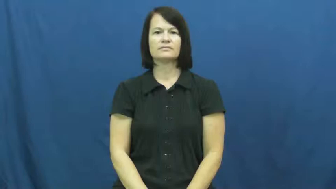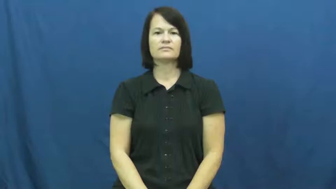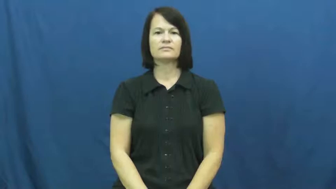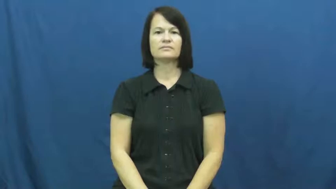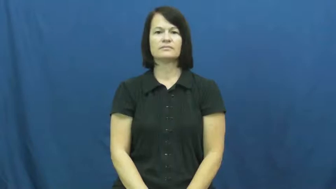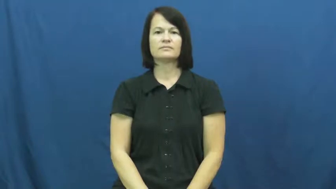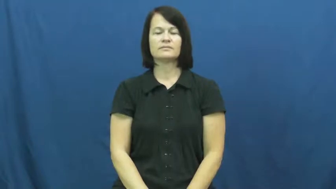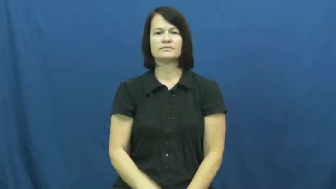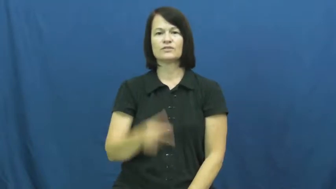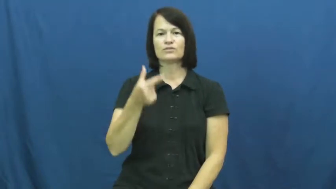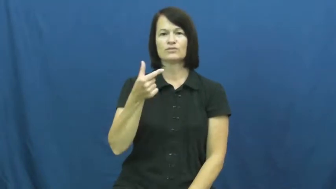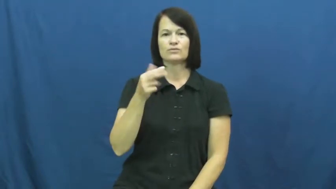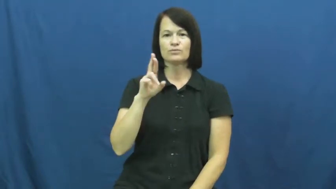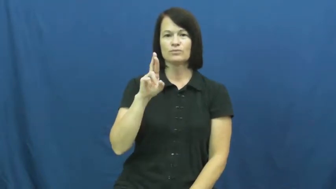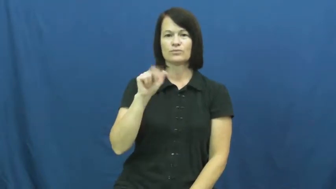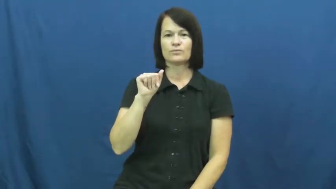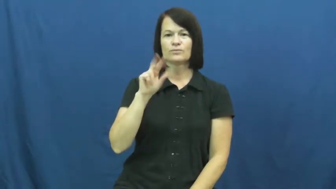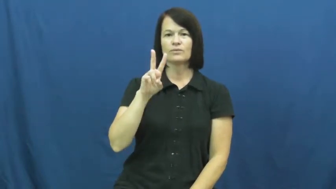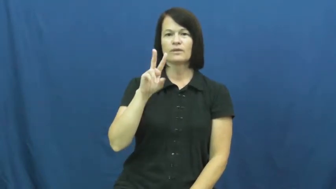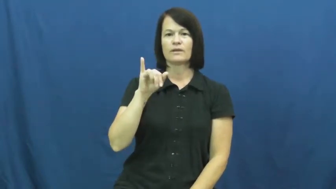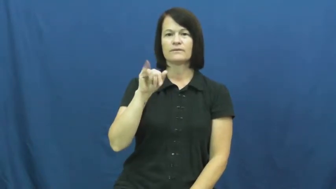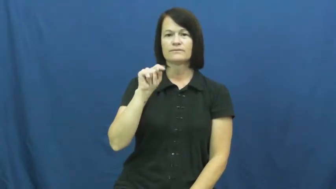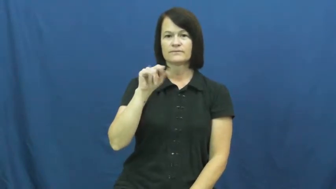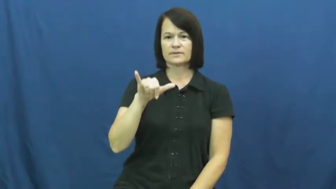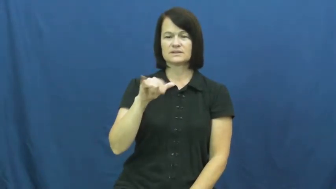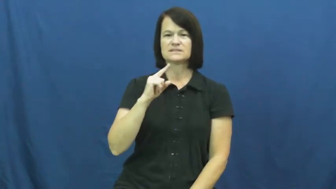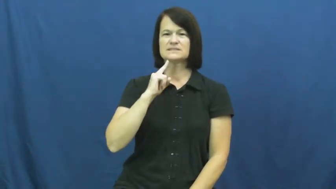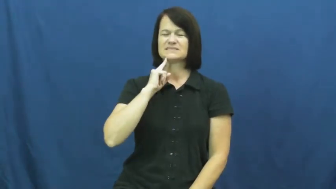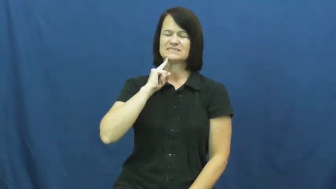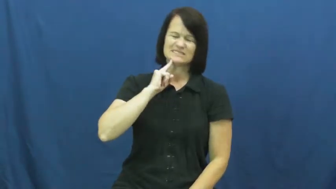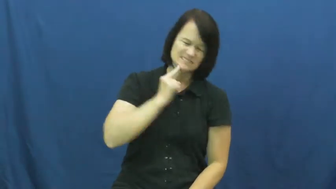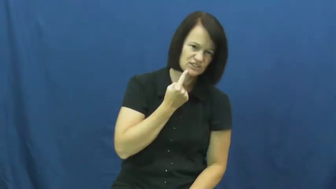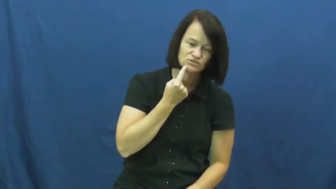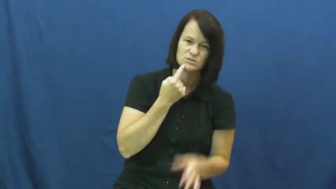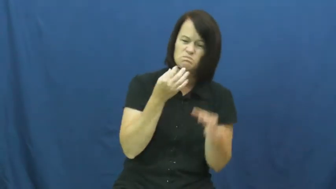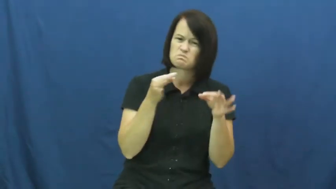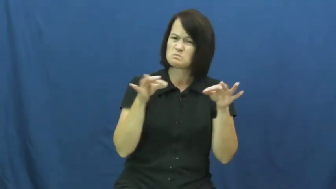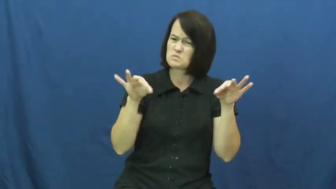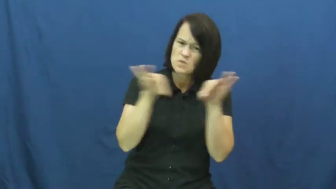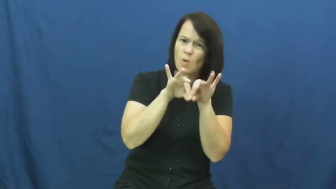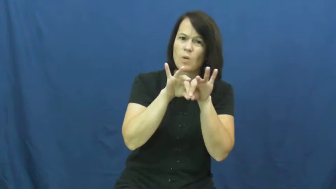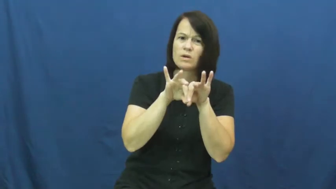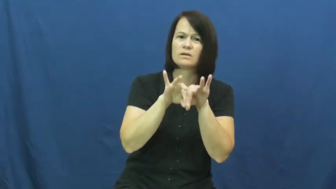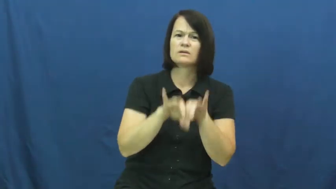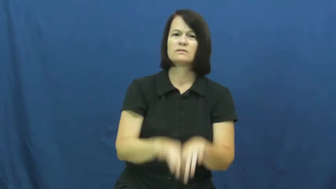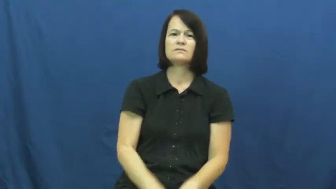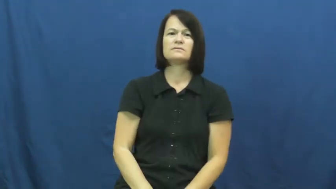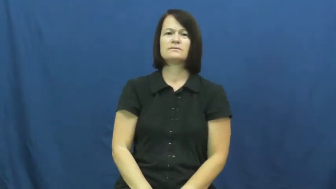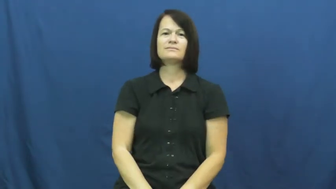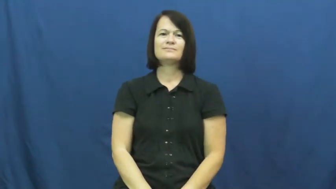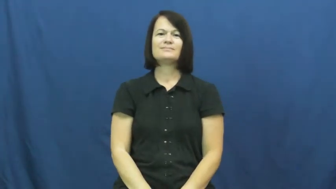gravity-serious